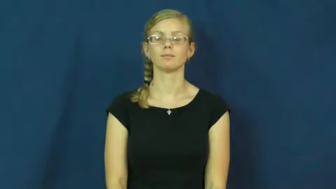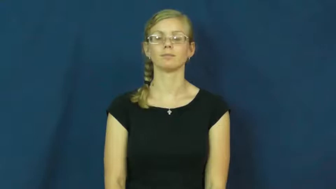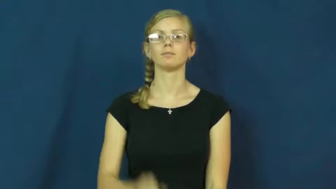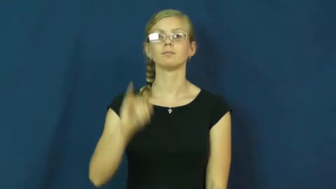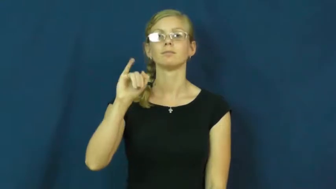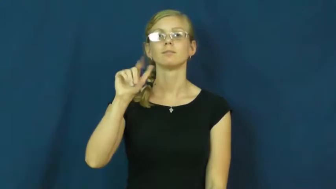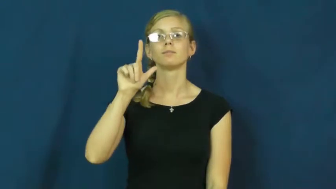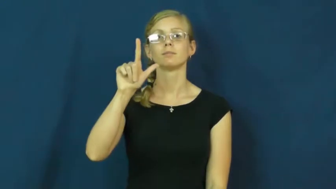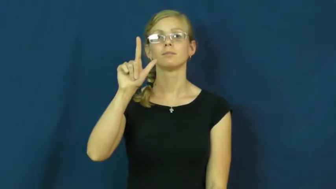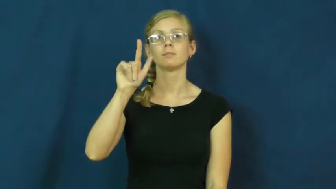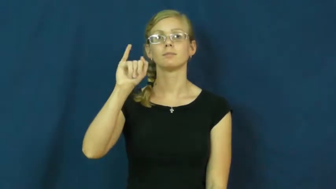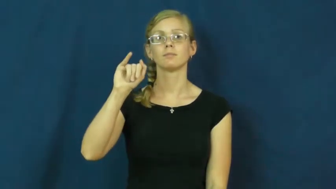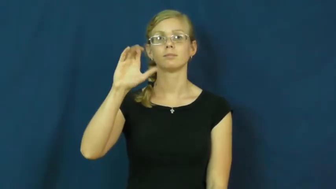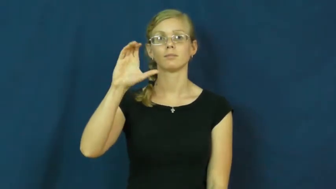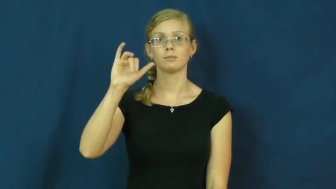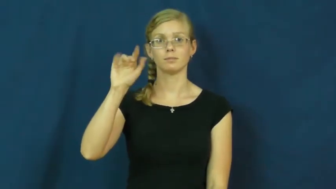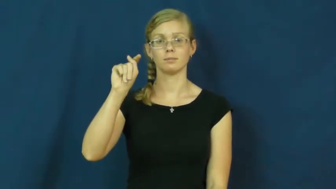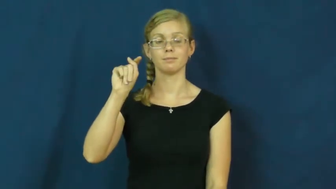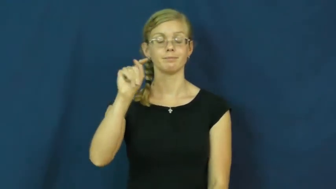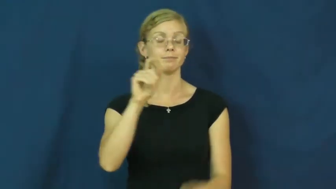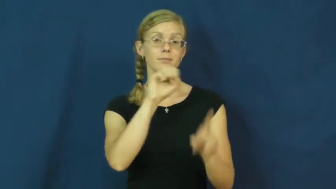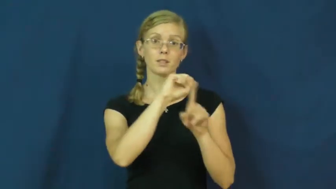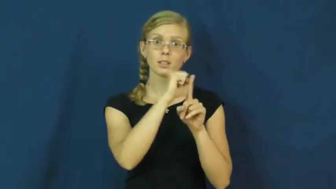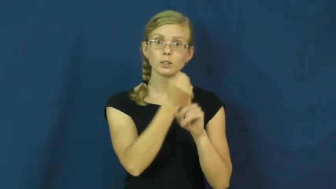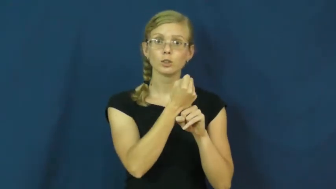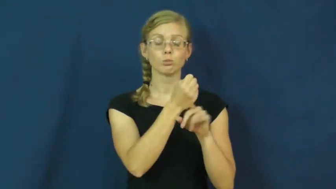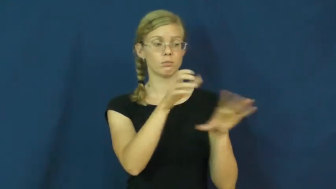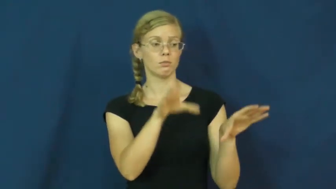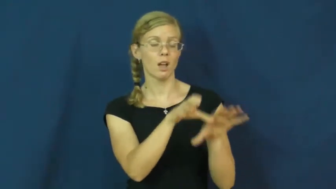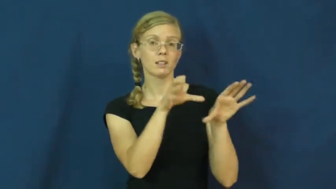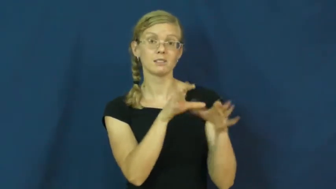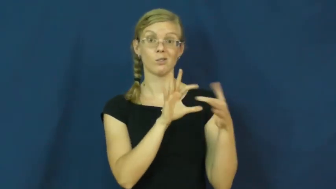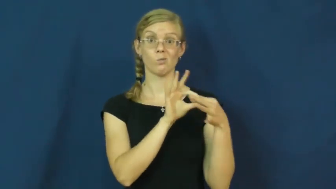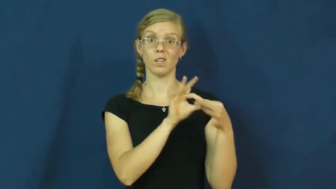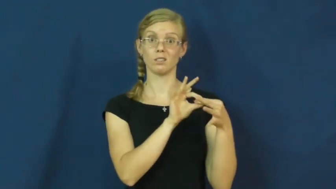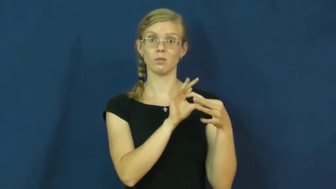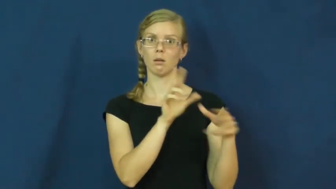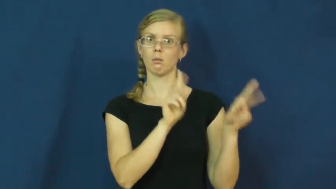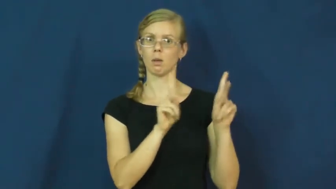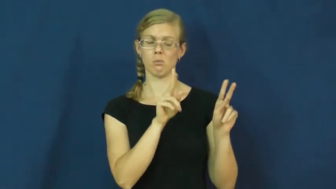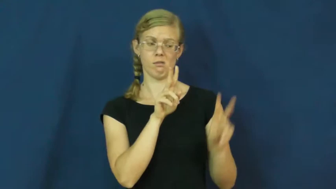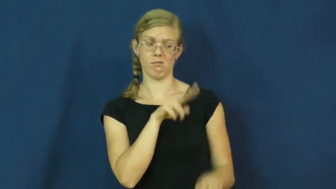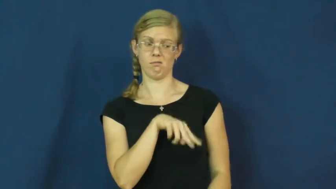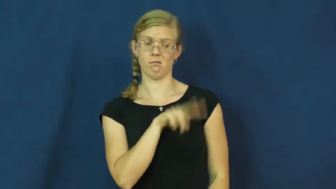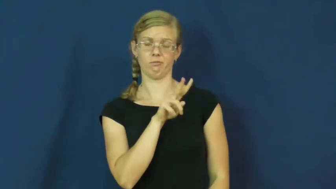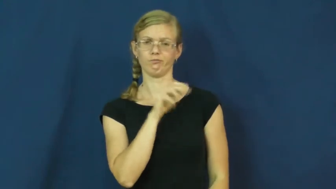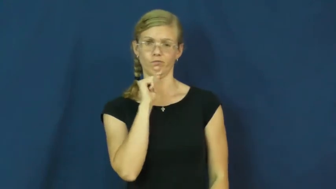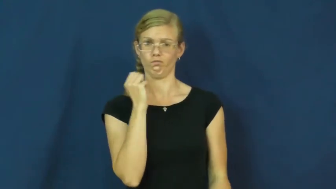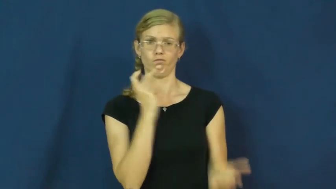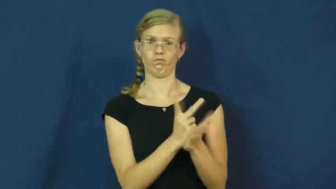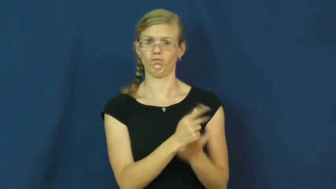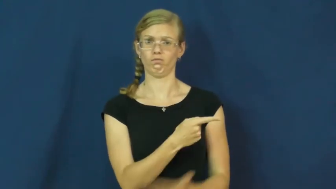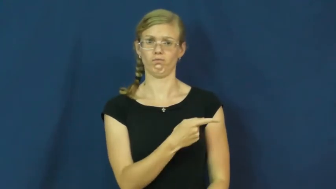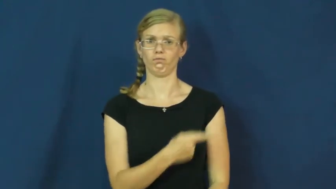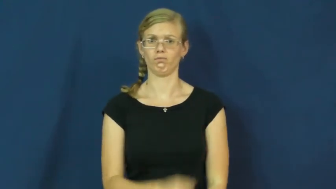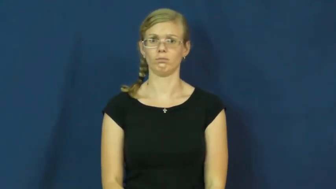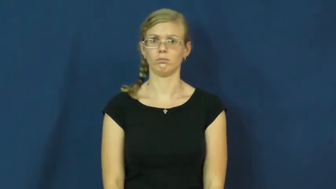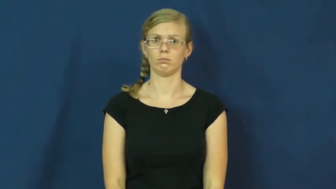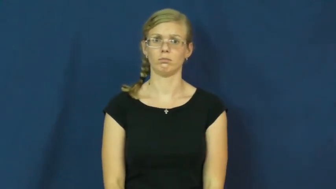illicit